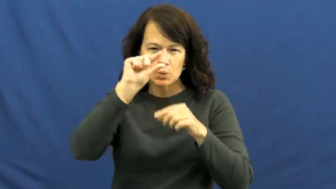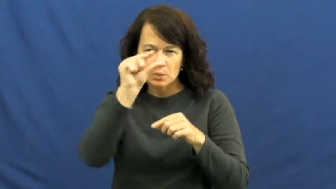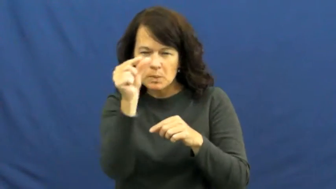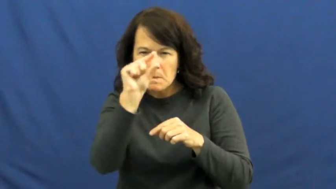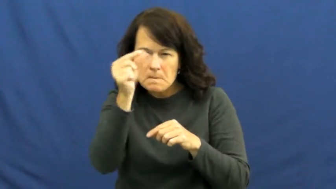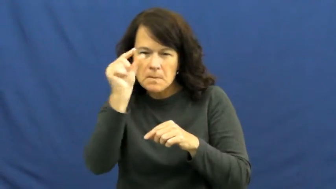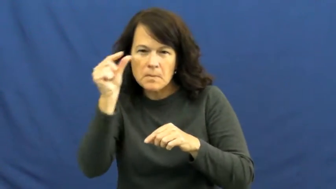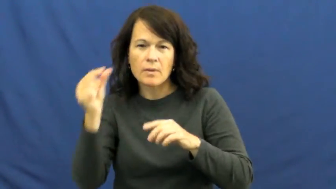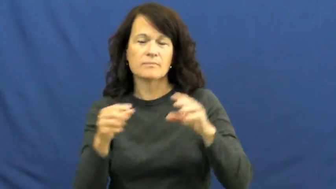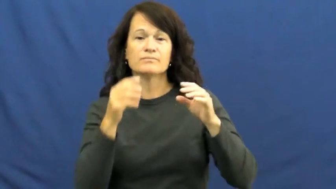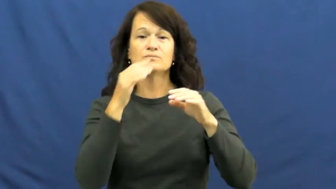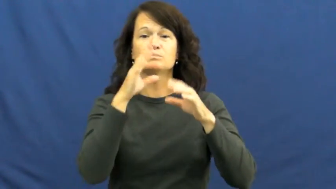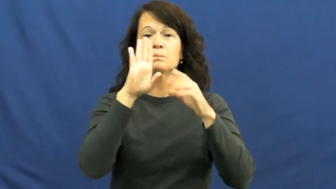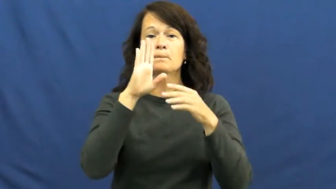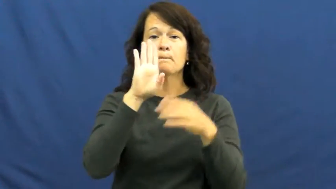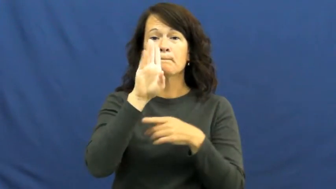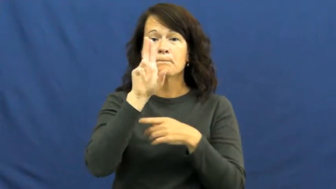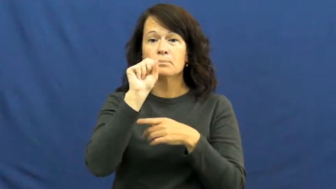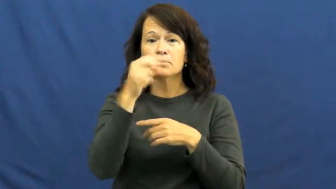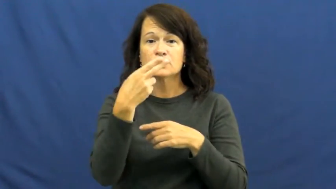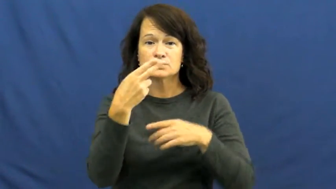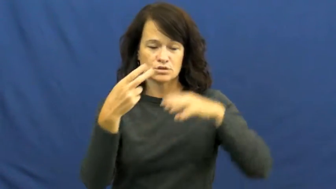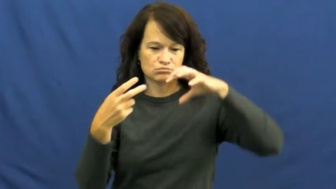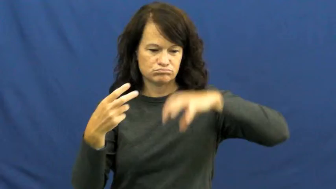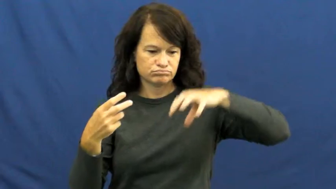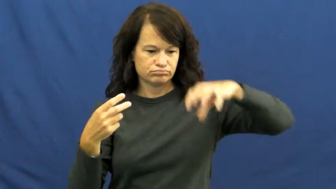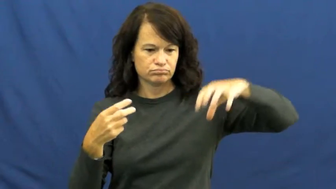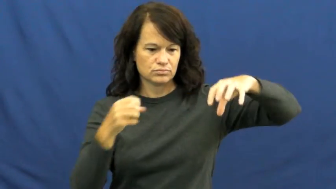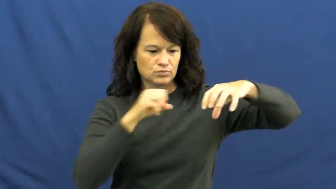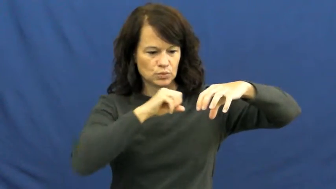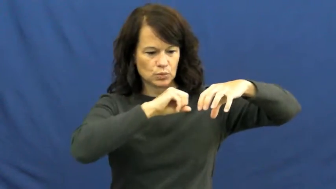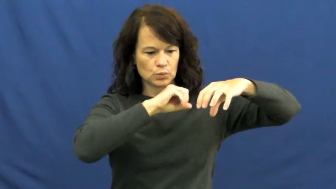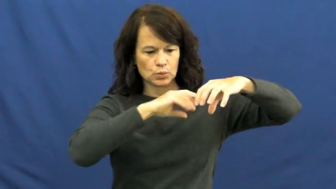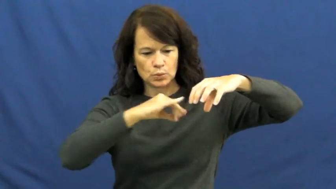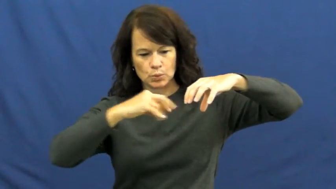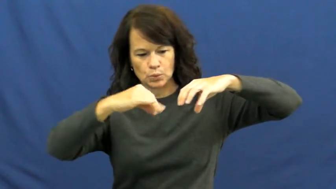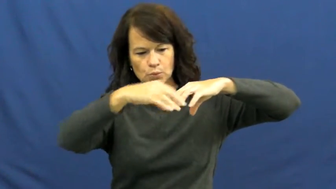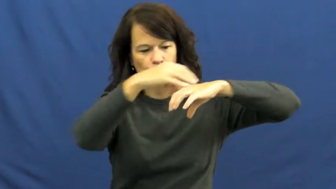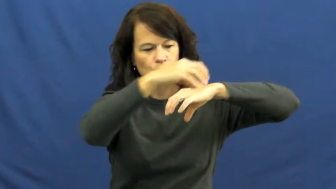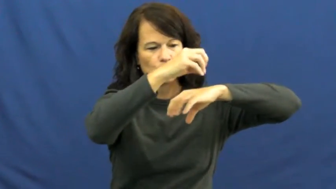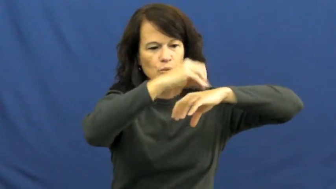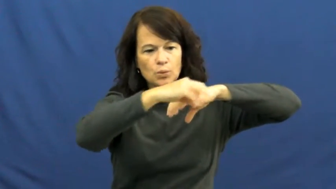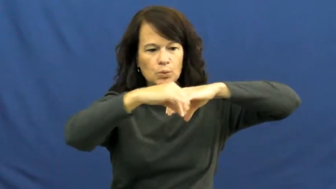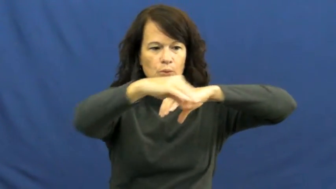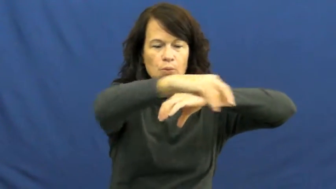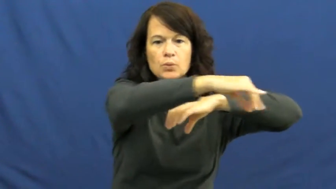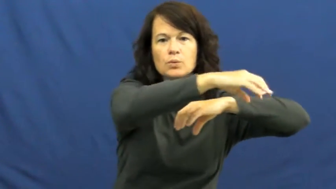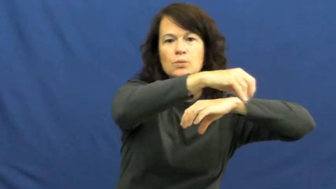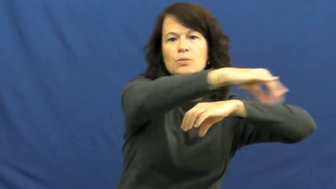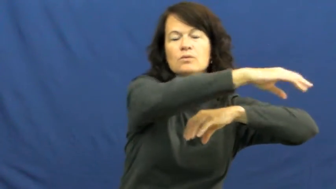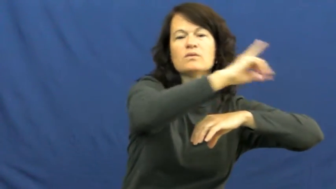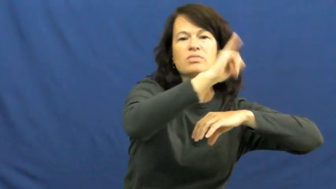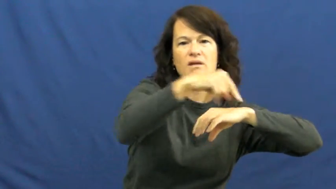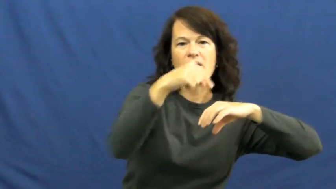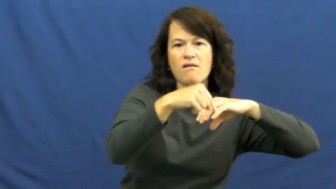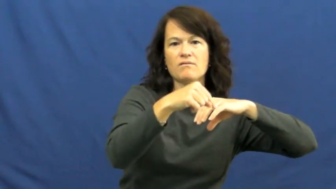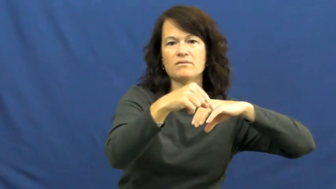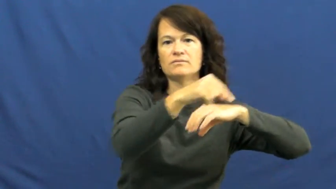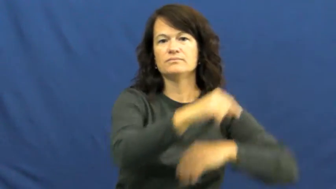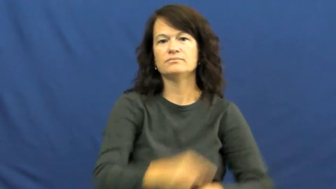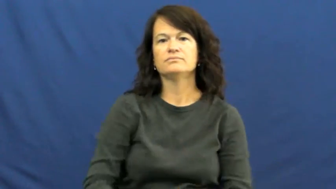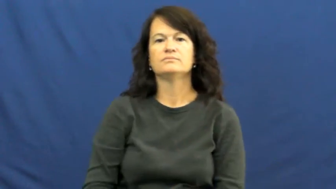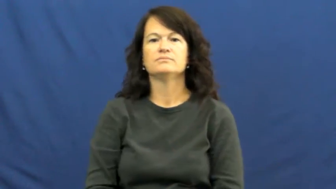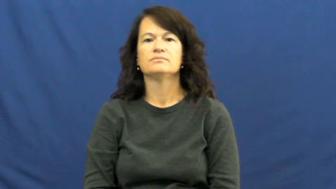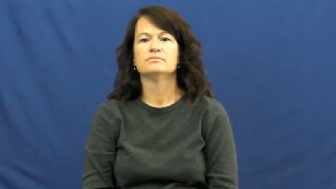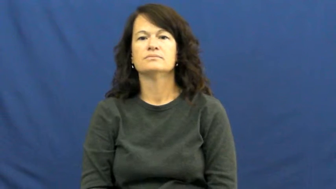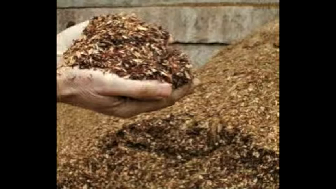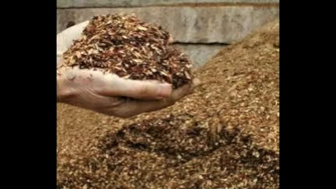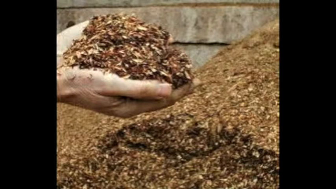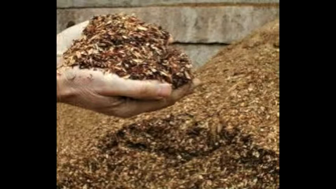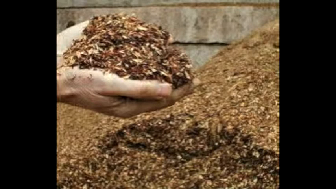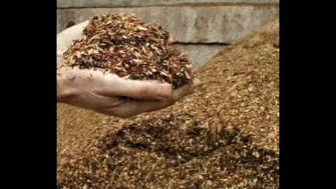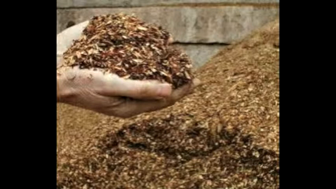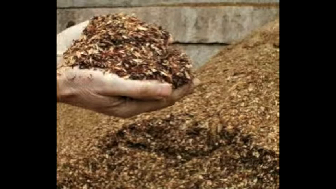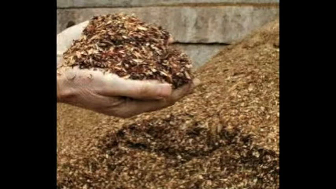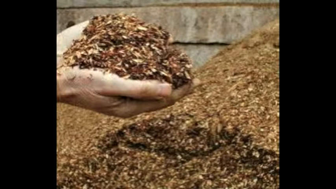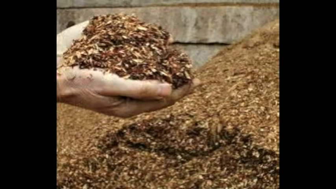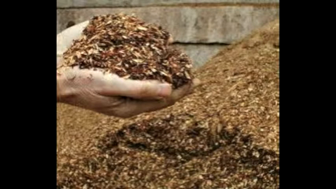mulch